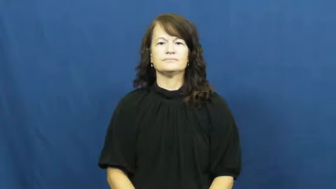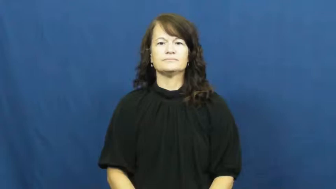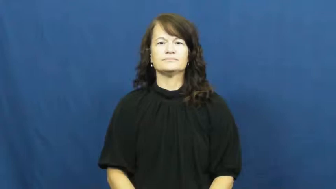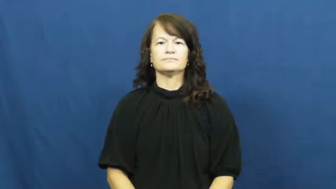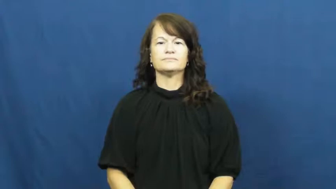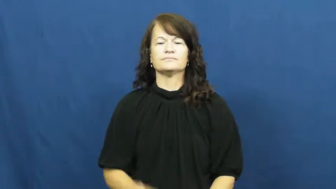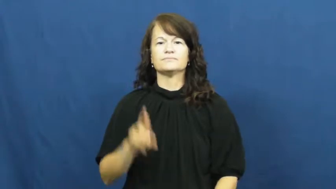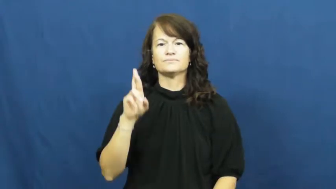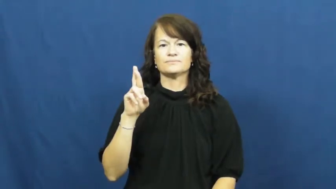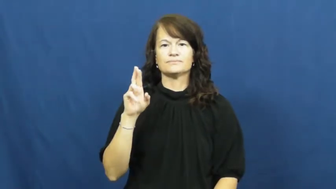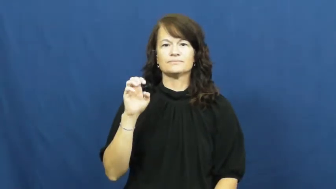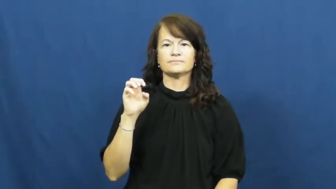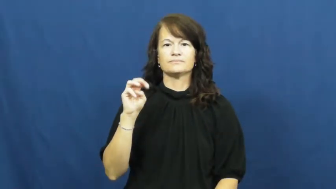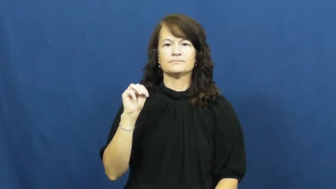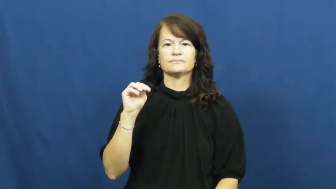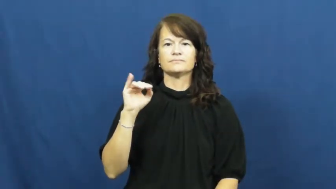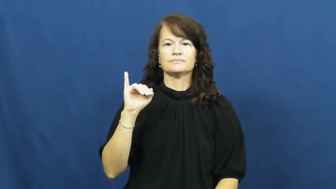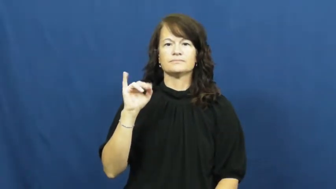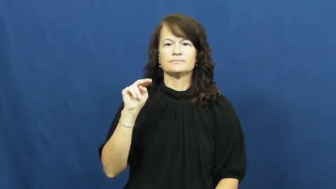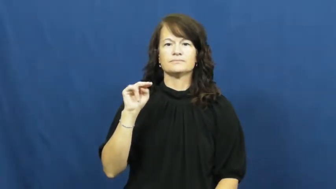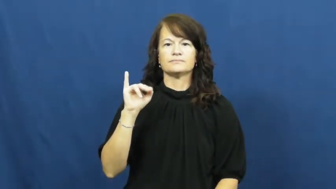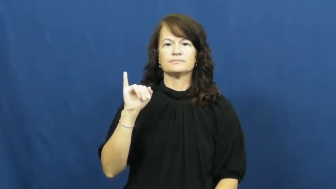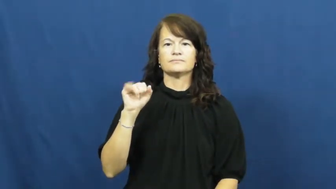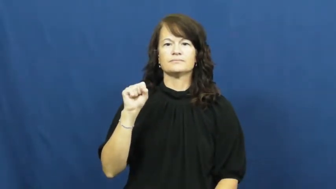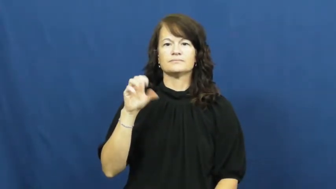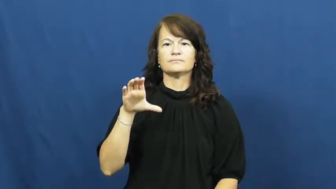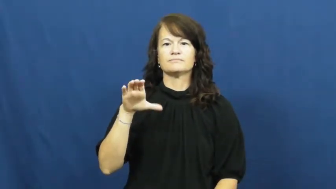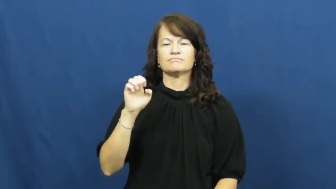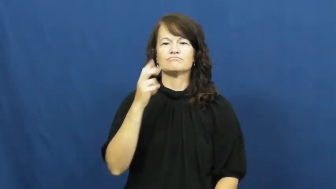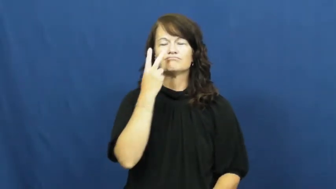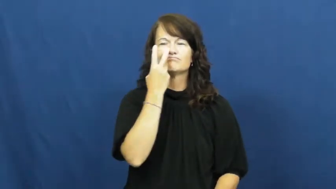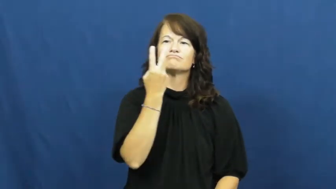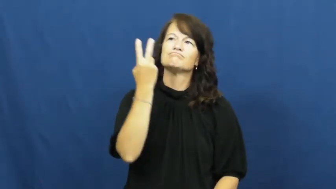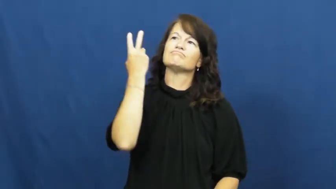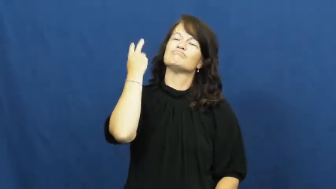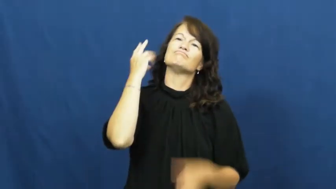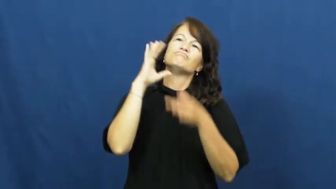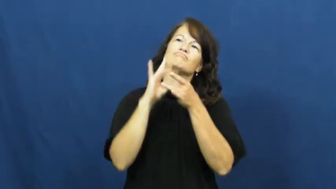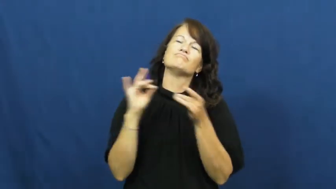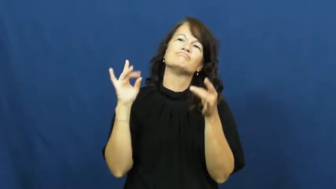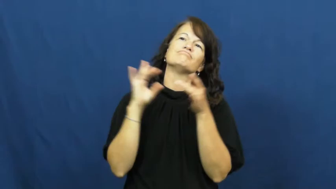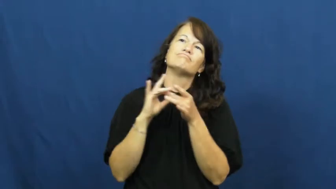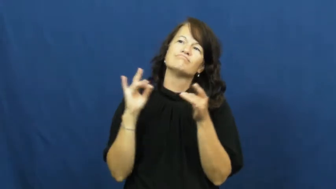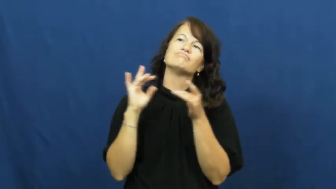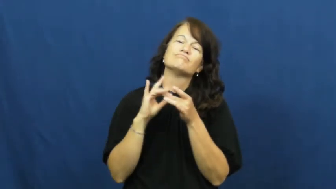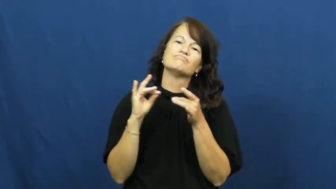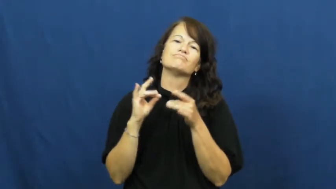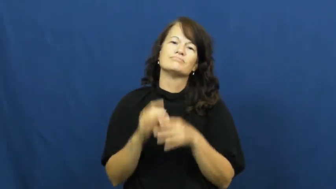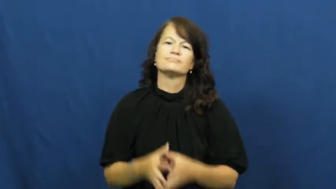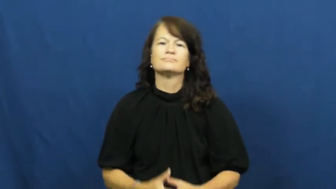reminisce